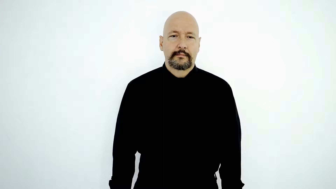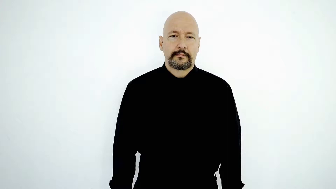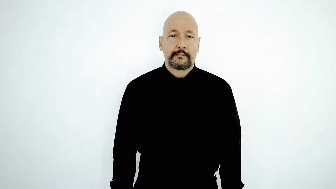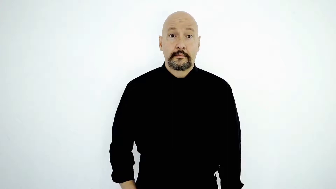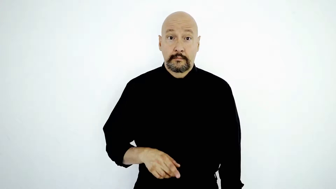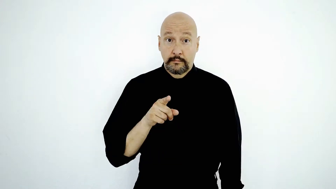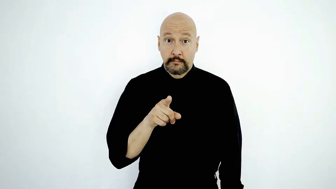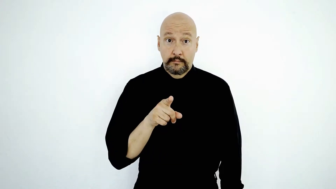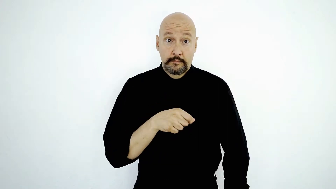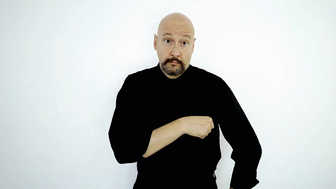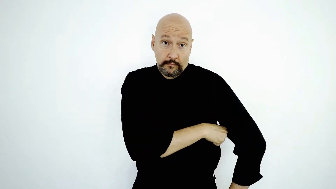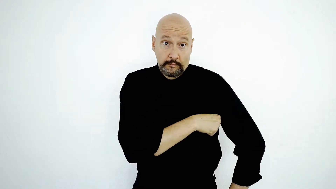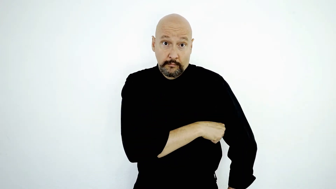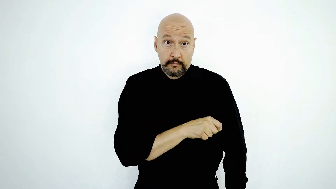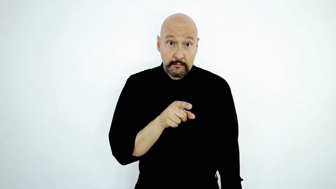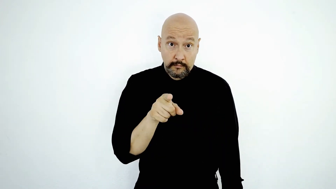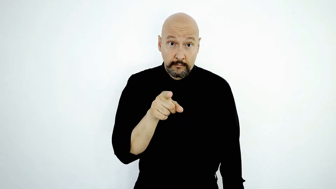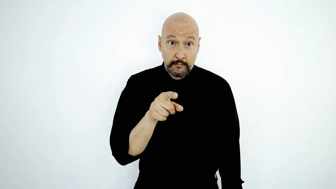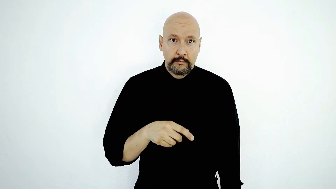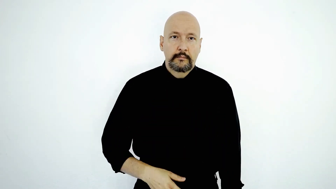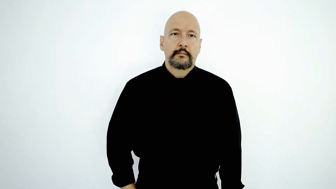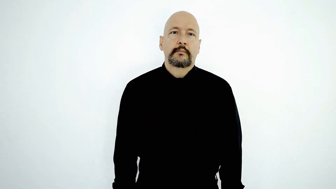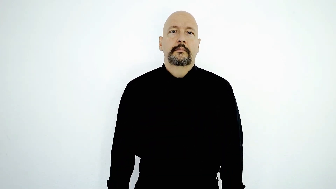YOU USE DEODORANT do-YOU?